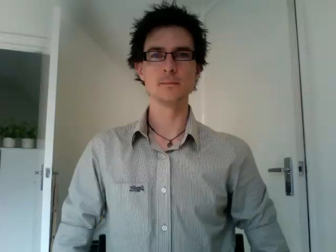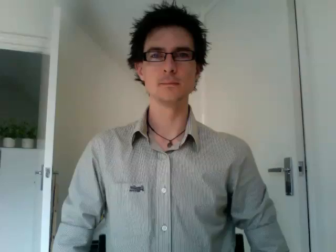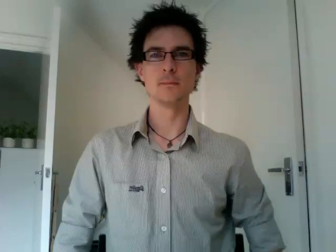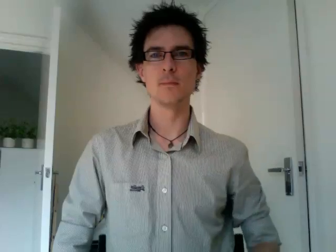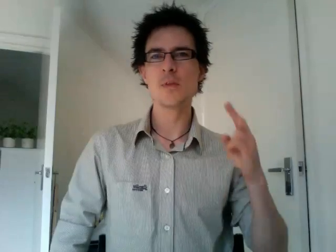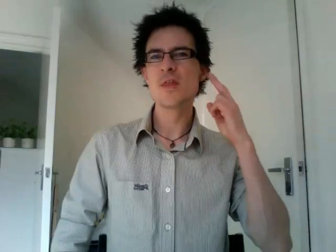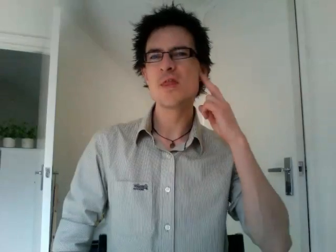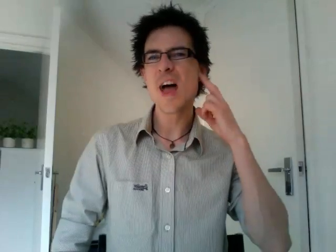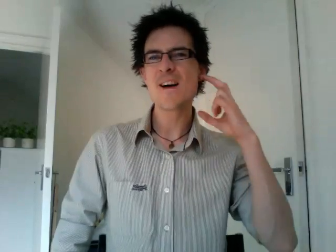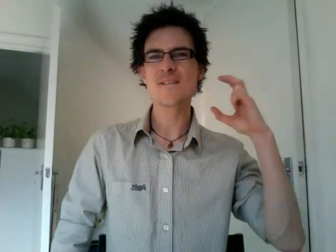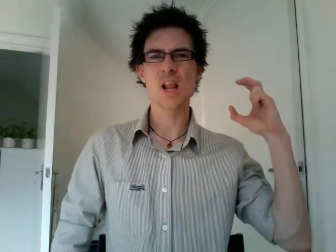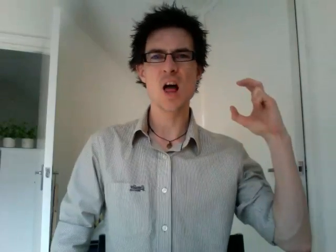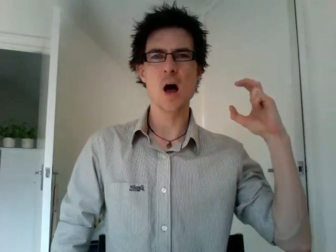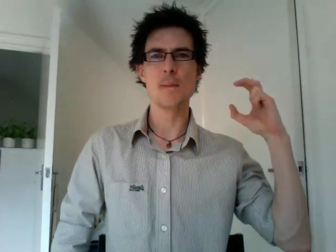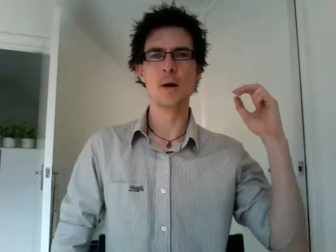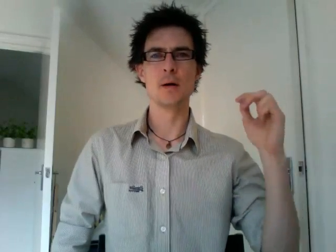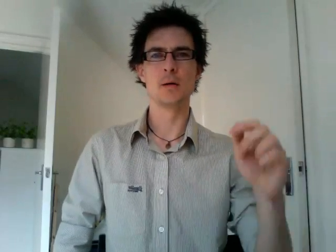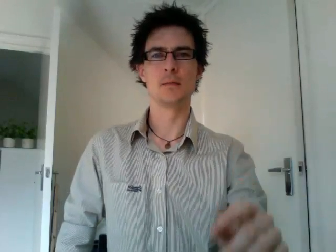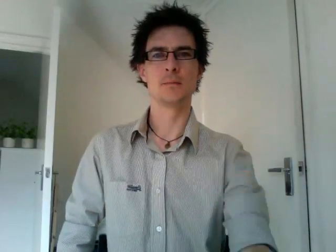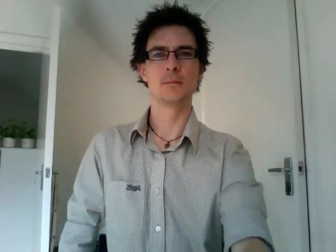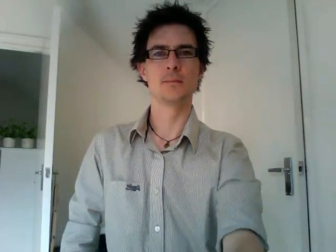deaf club 2